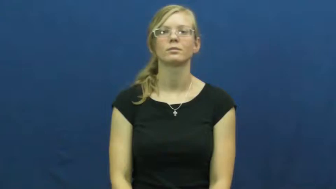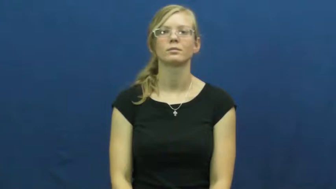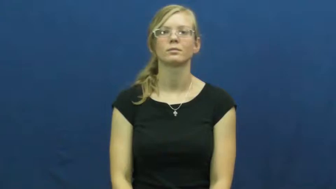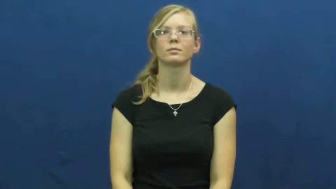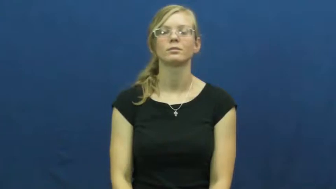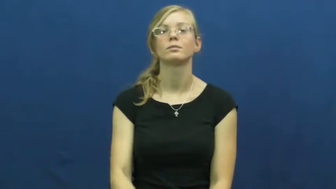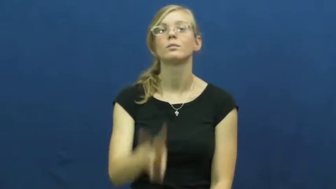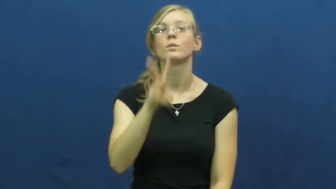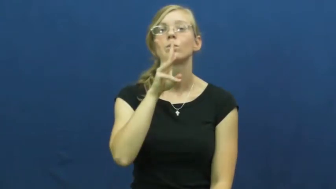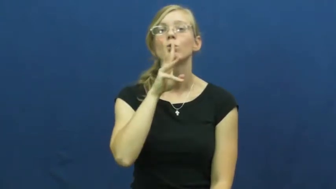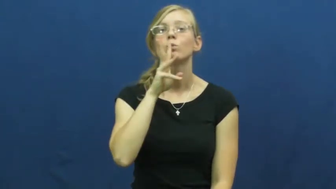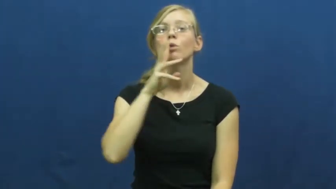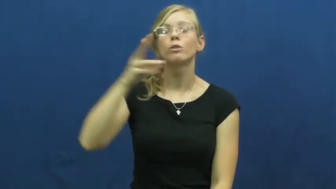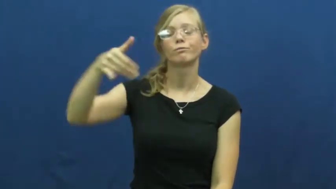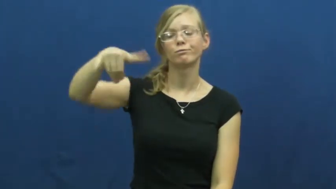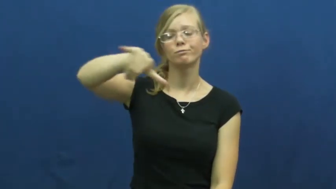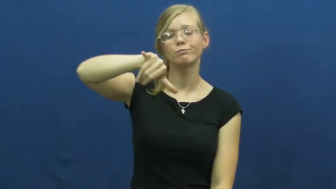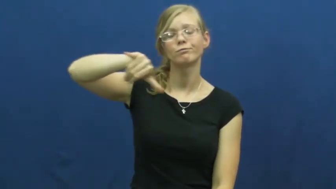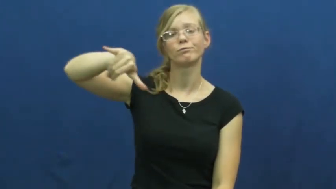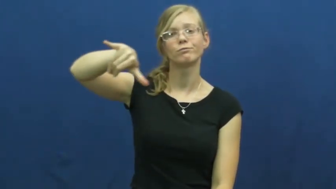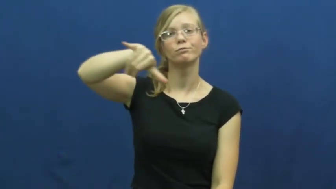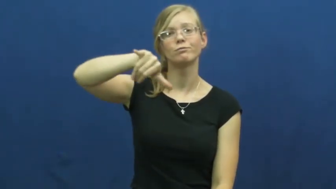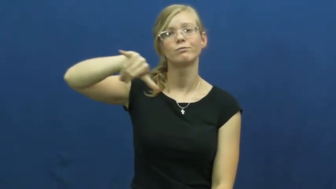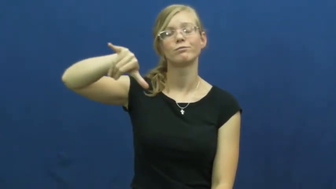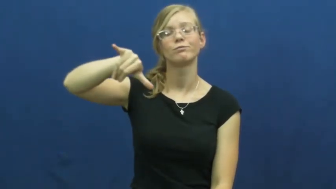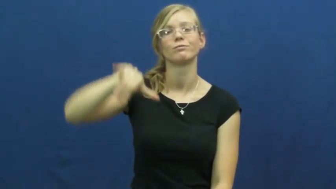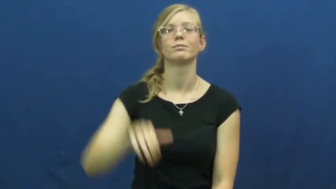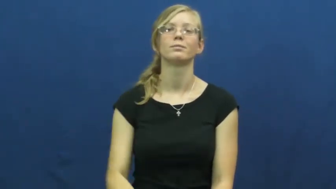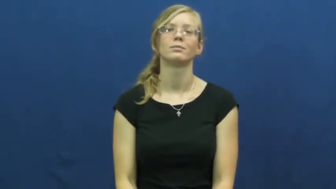water-verb